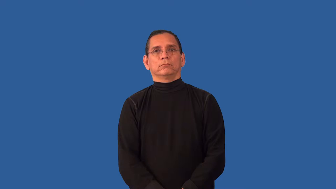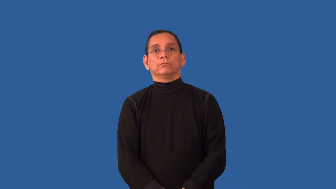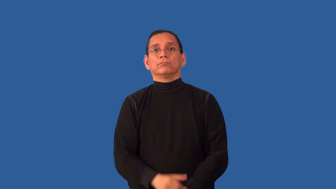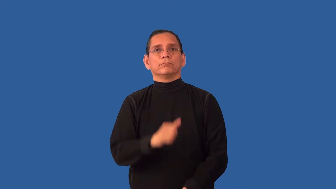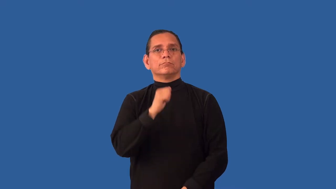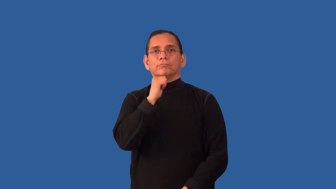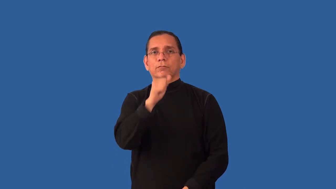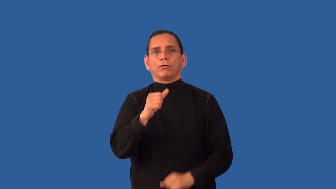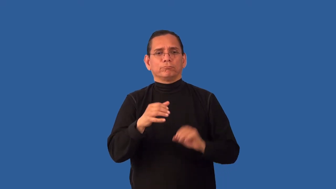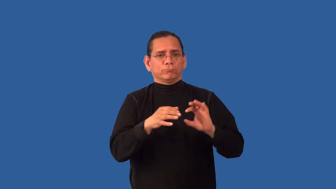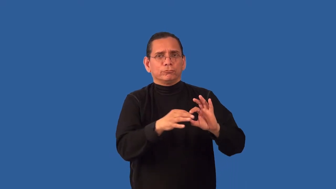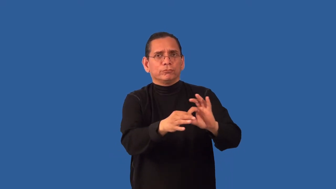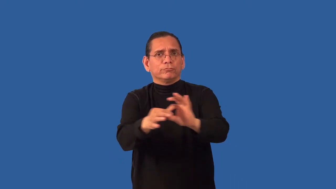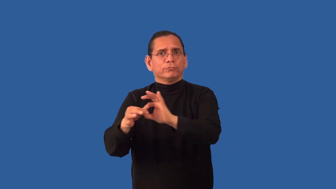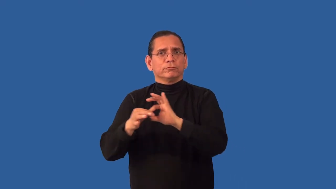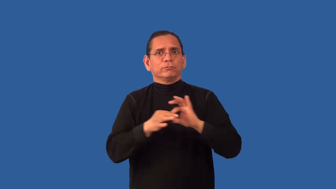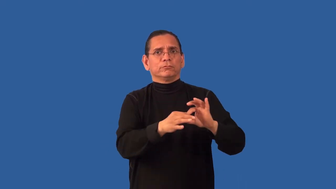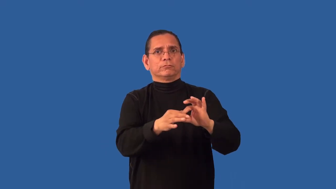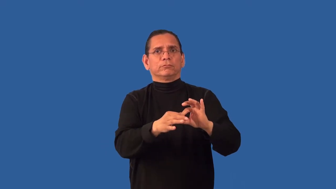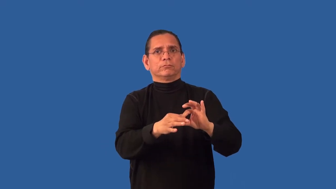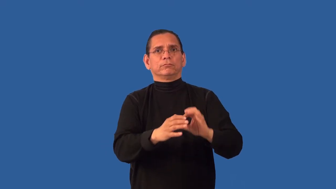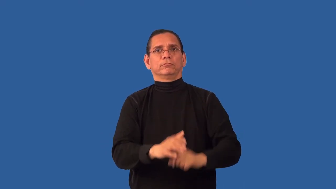unharmonious,inharmonious,disharmonious,dissonant